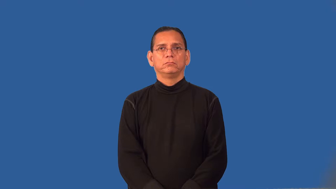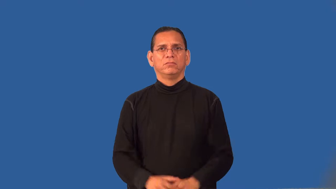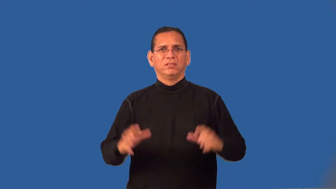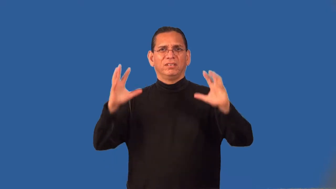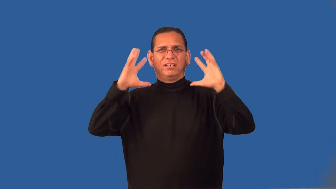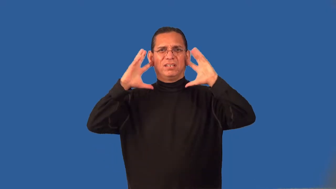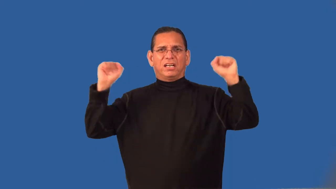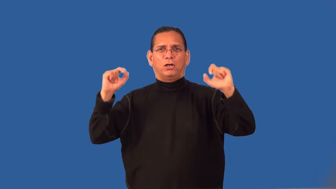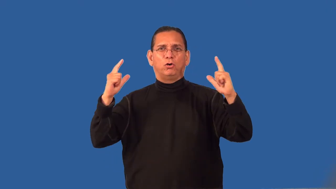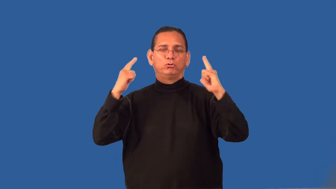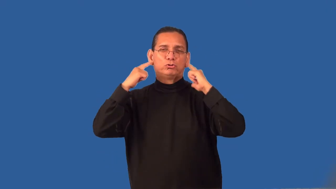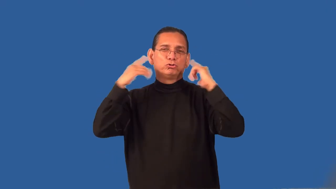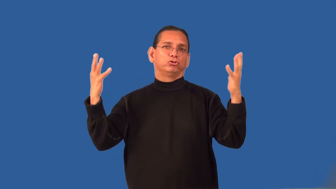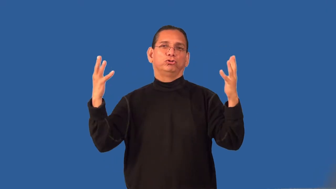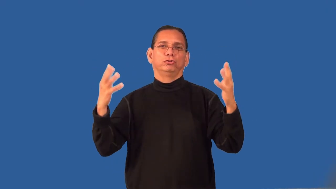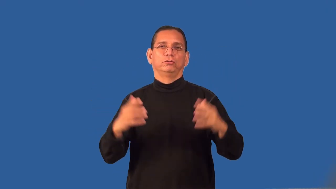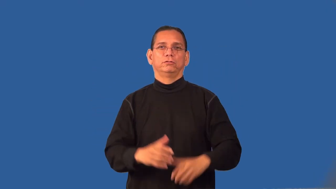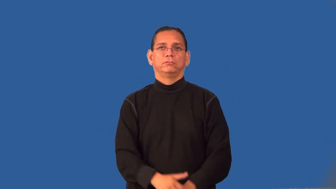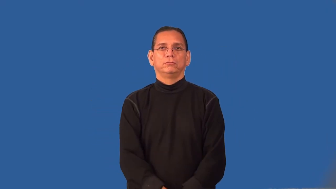rambunctious